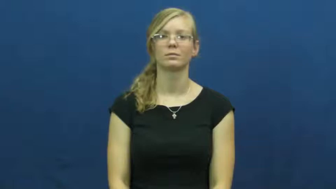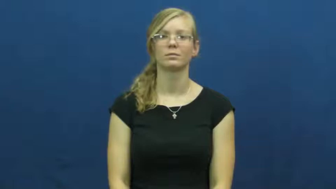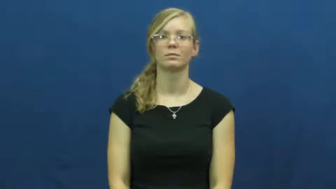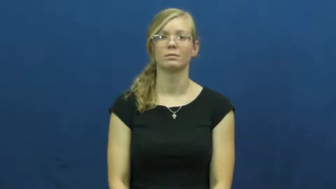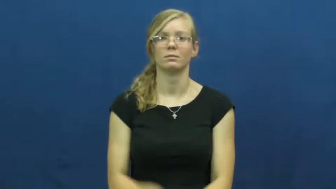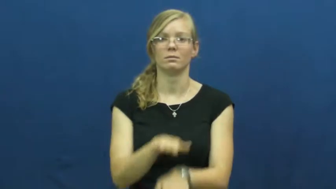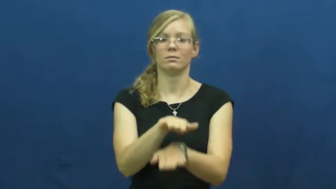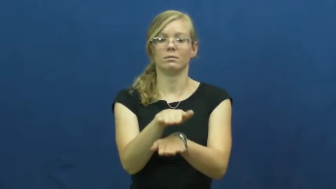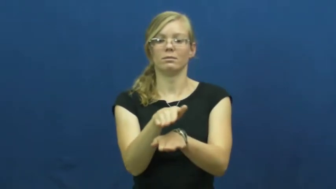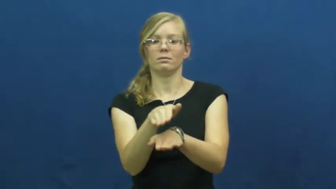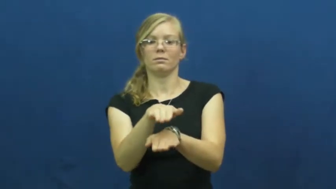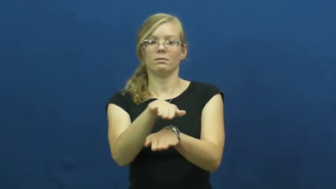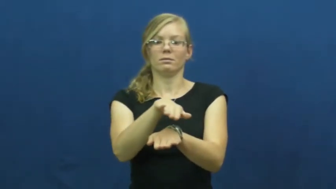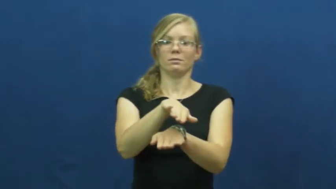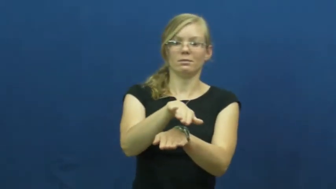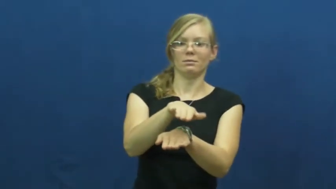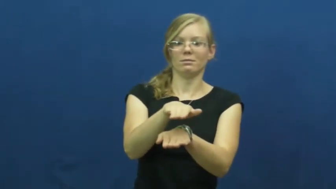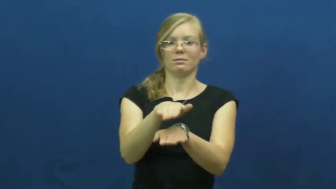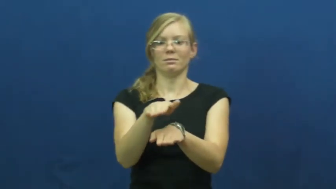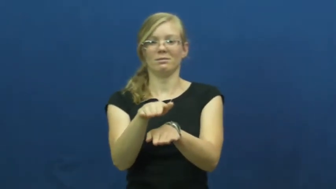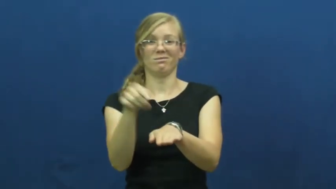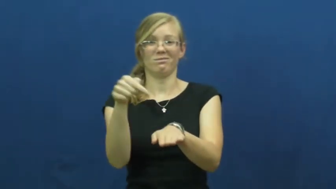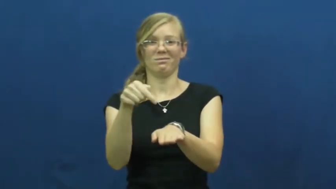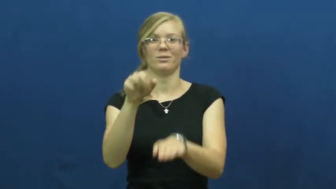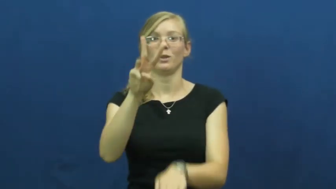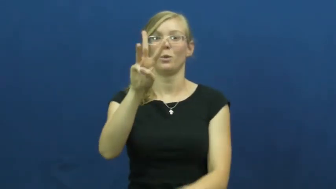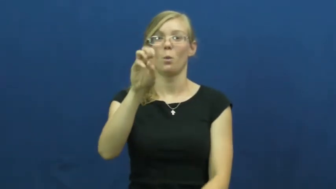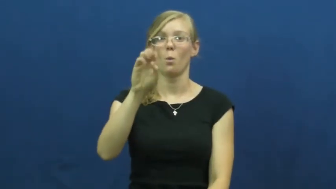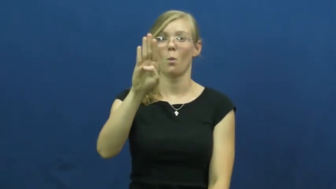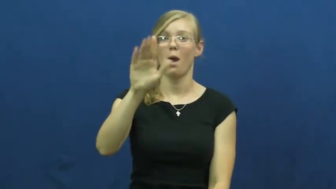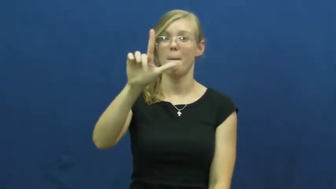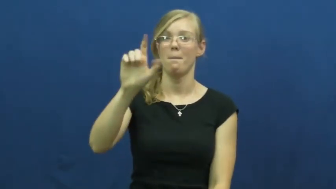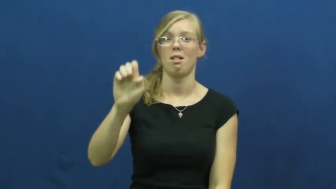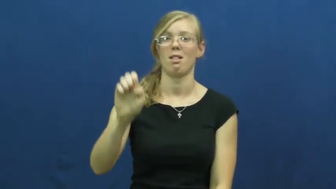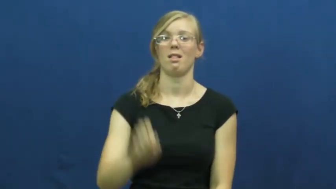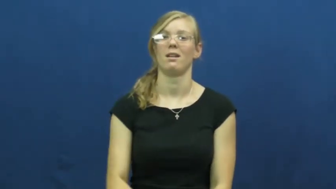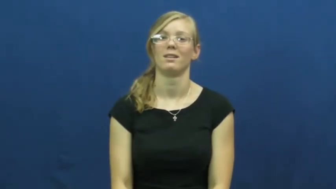wobble,wobble about,wobble around